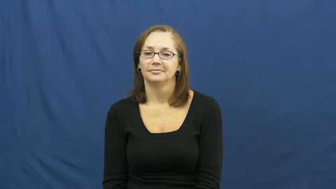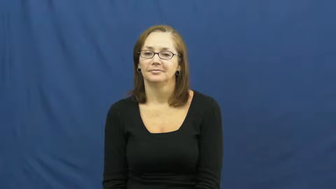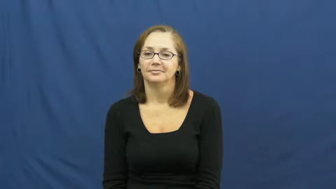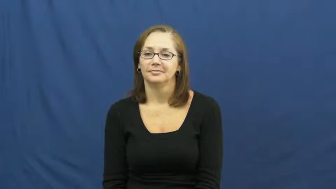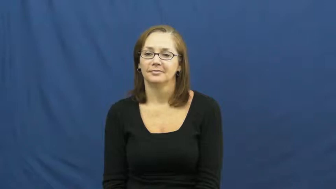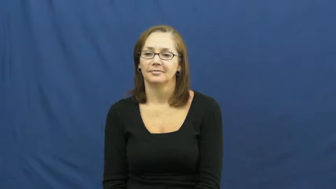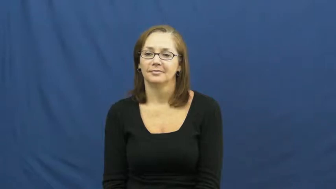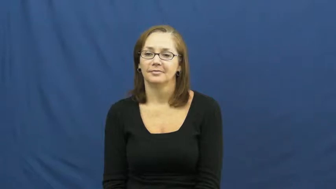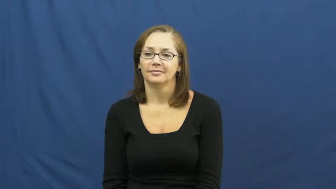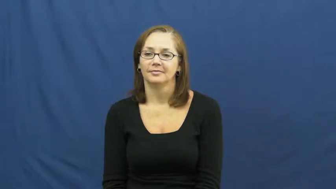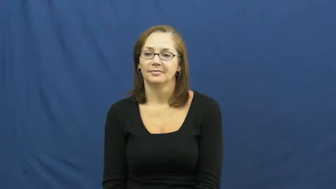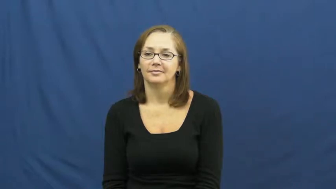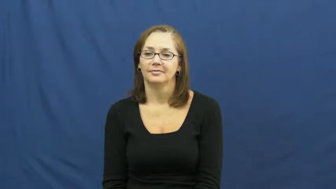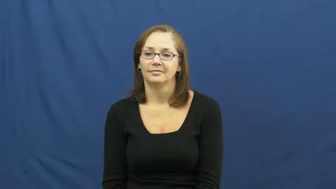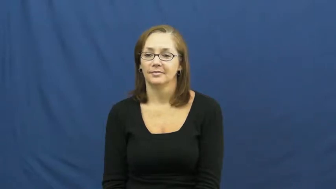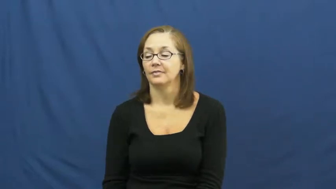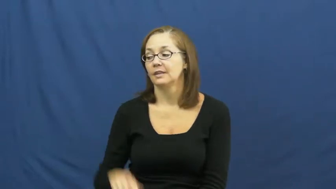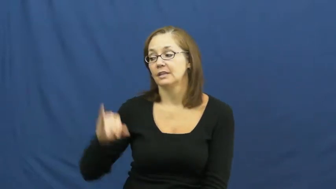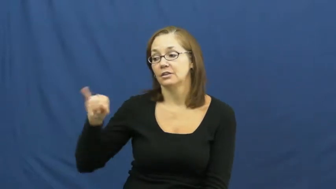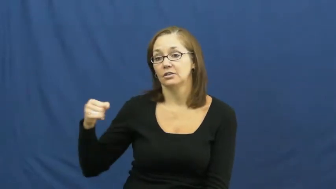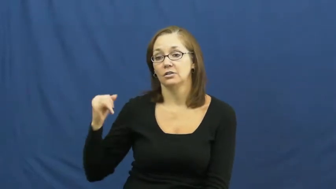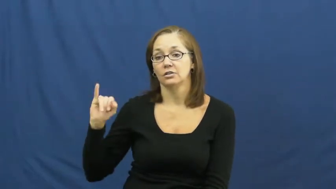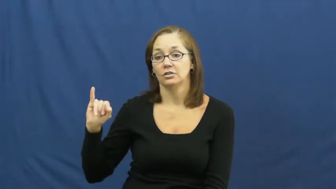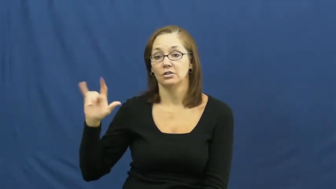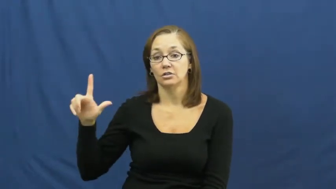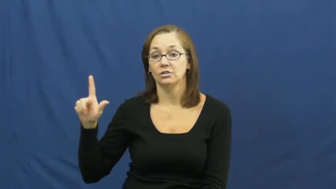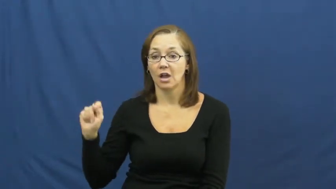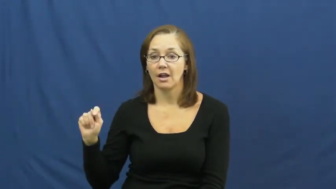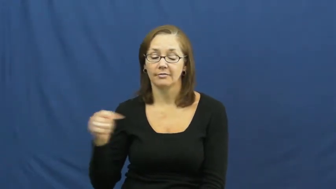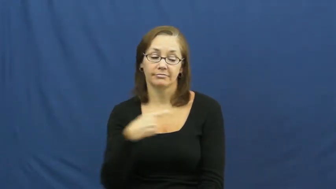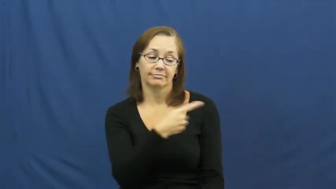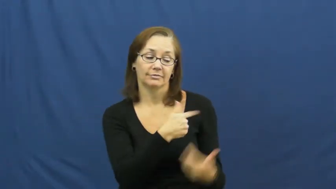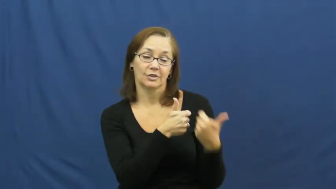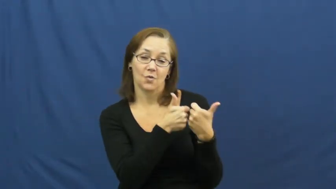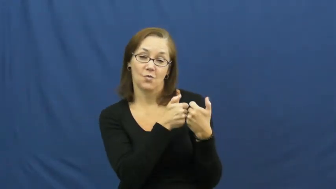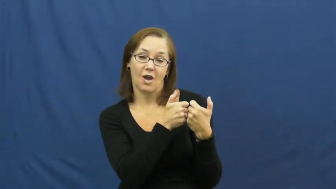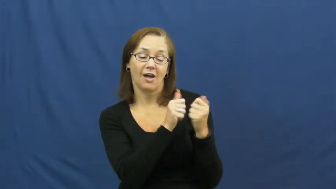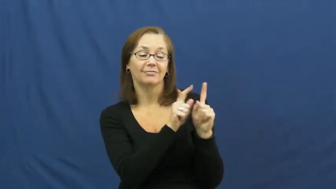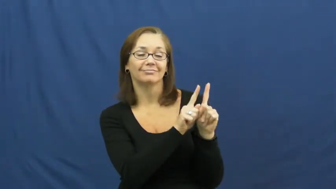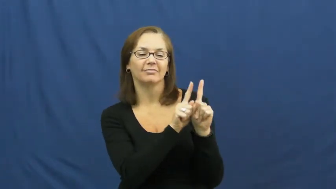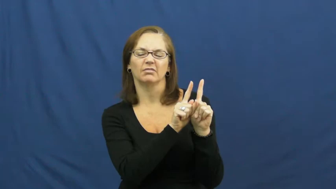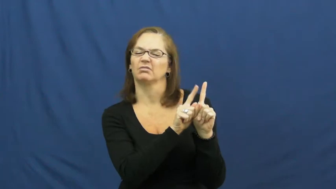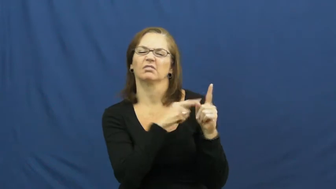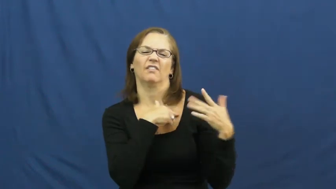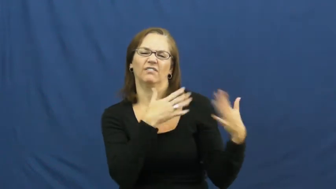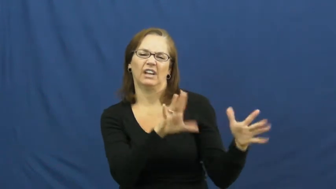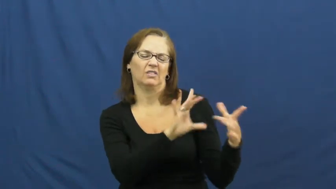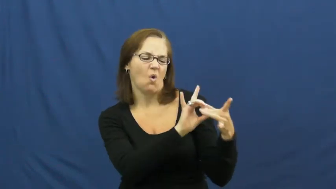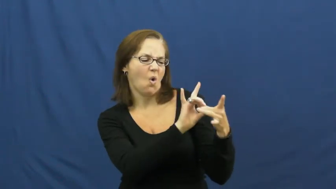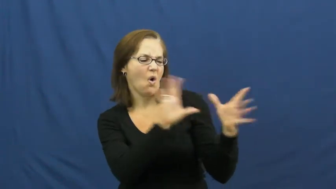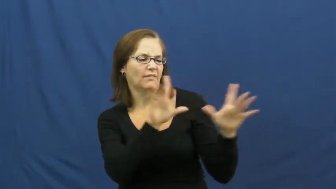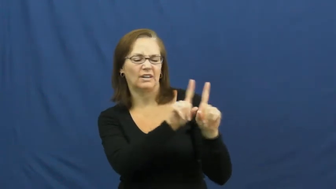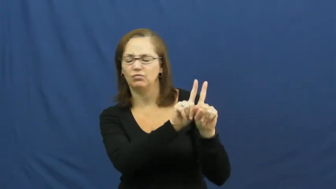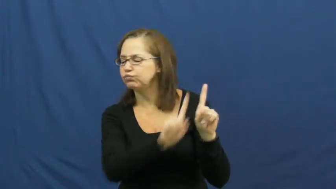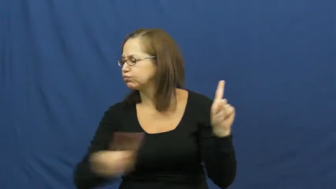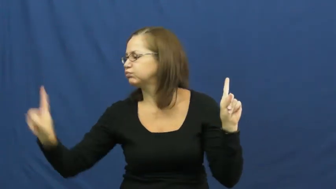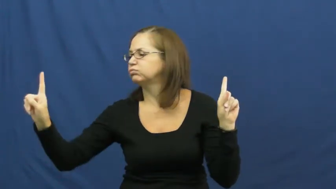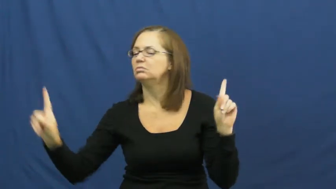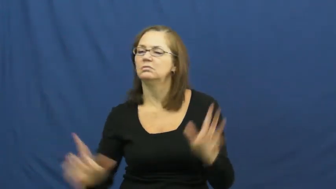jilt